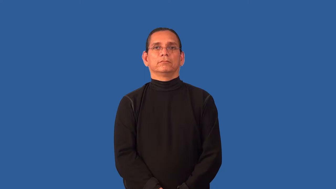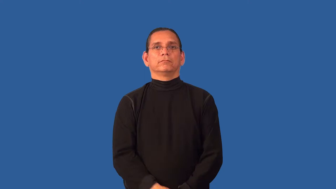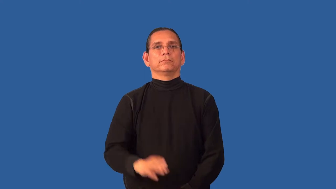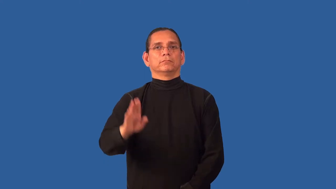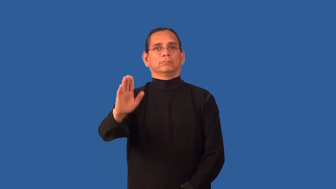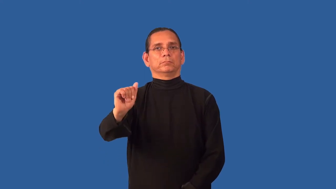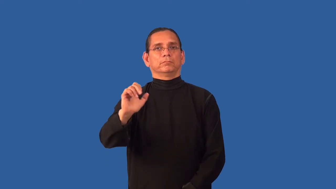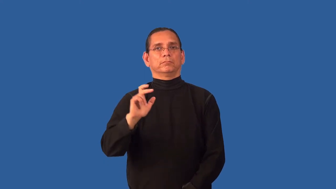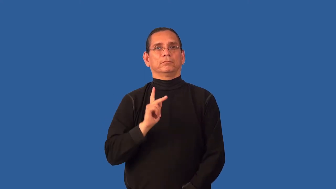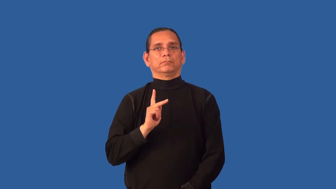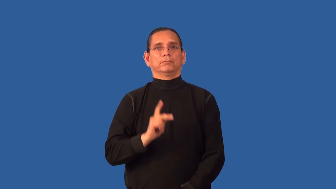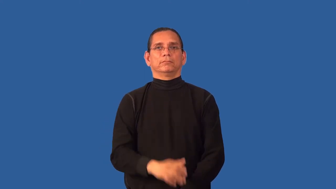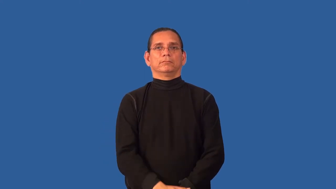b-a-c-k (to body)